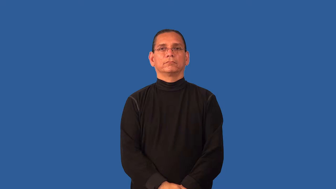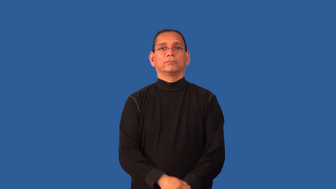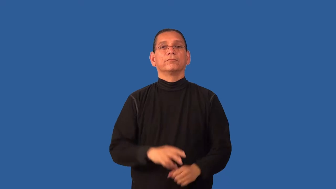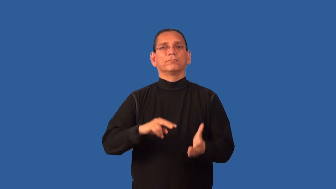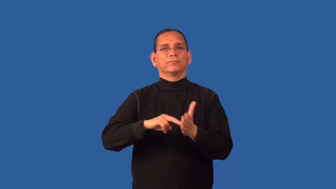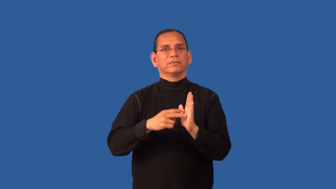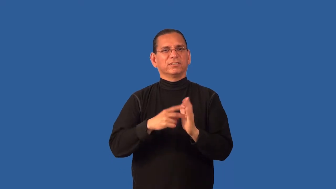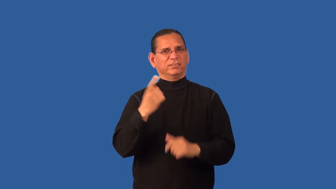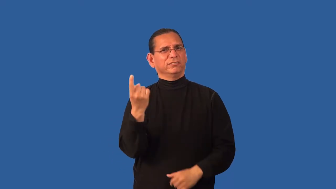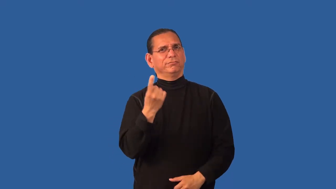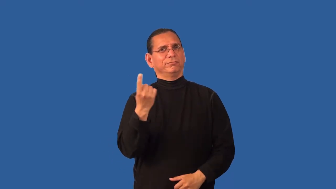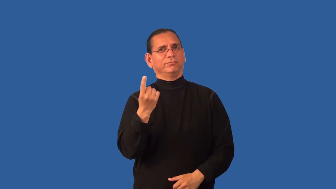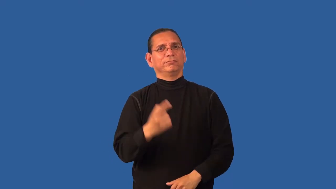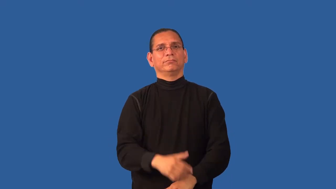denote